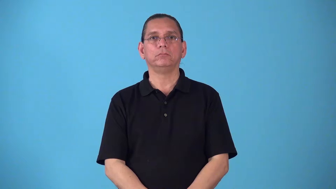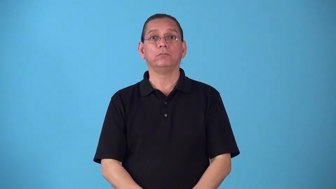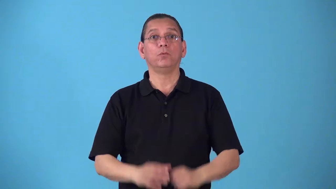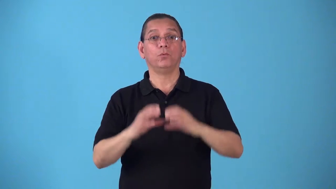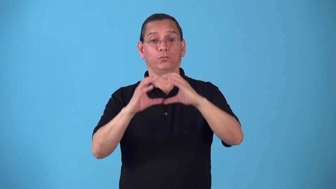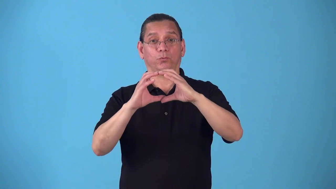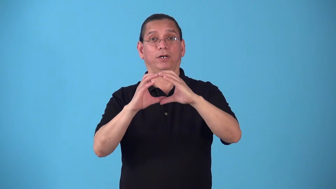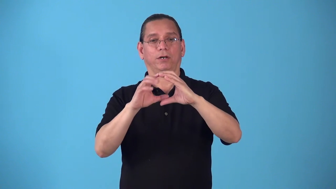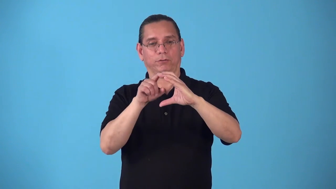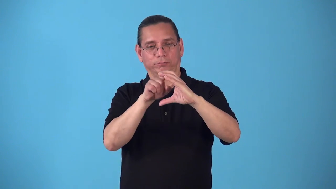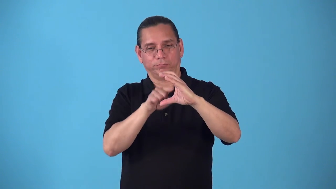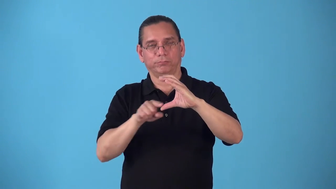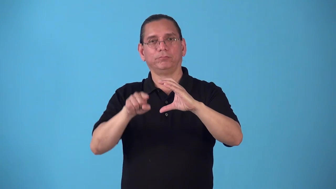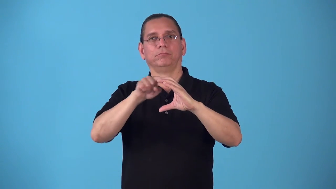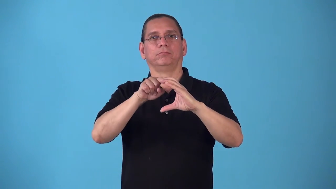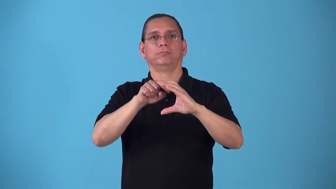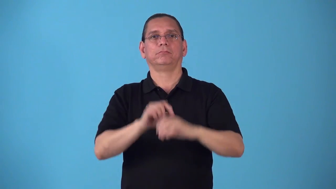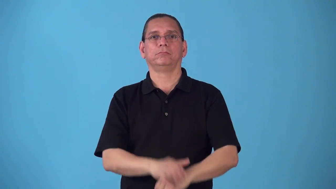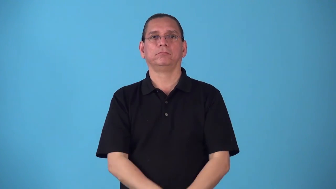round-small circular object